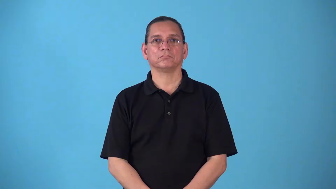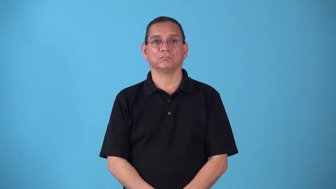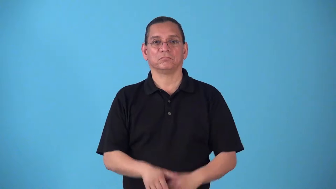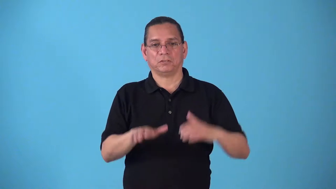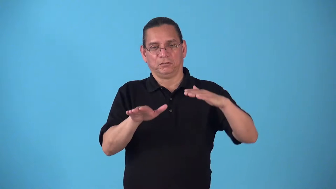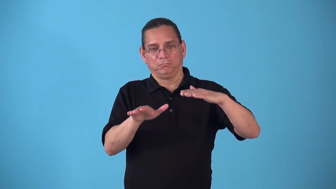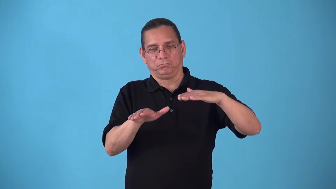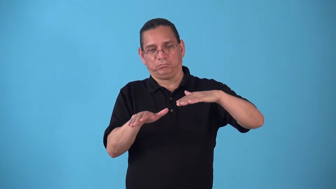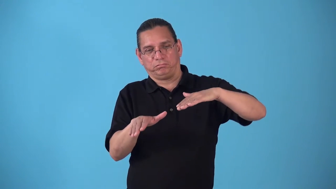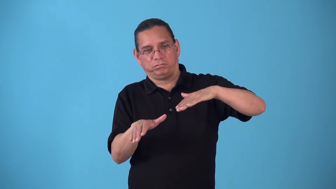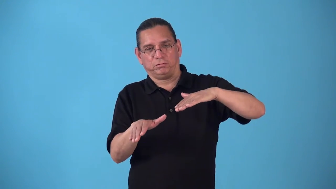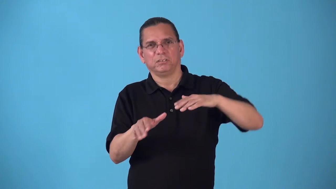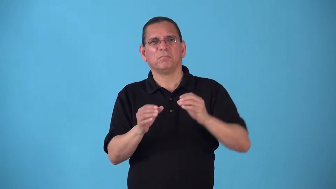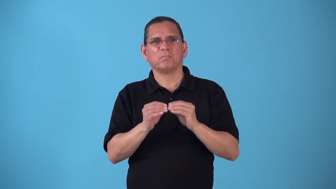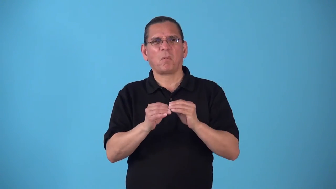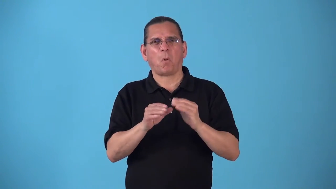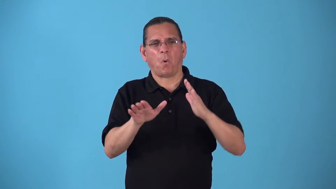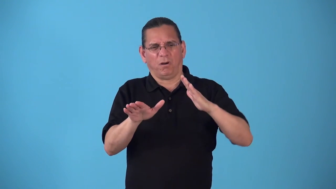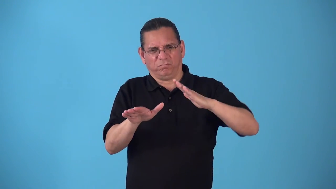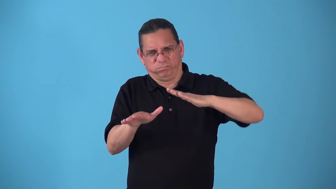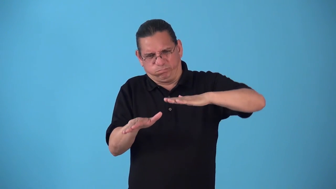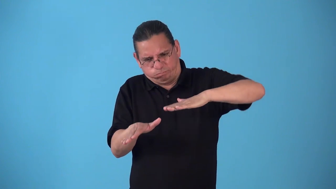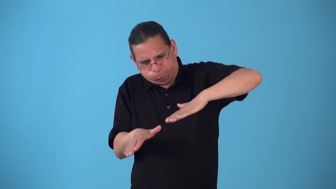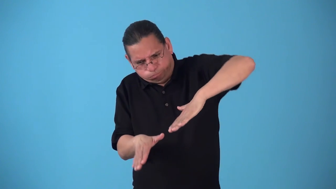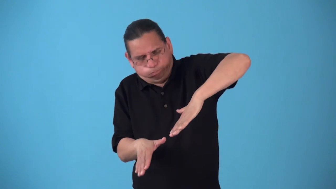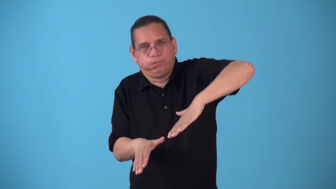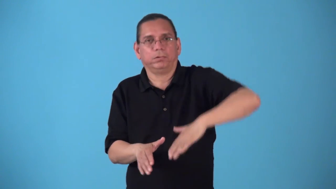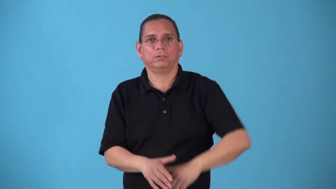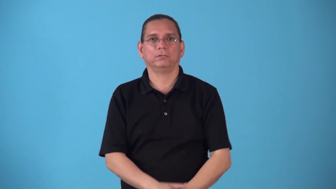steepen